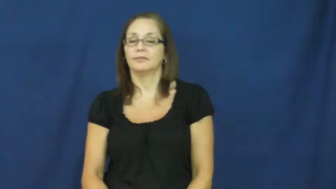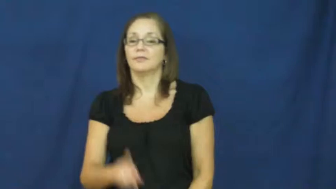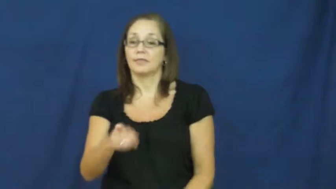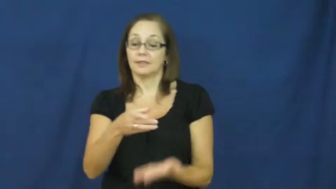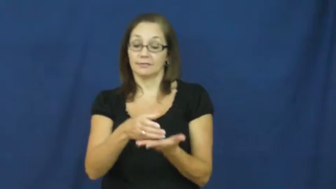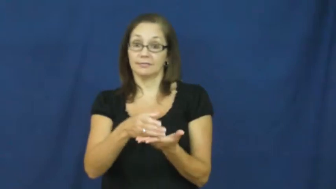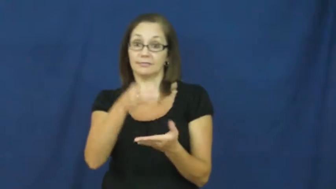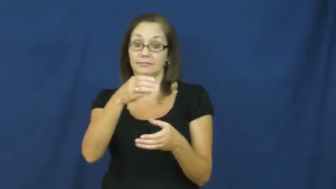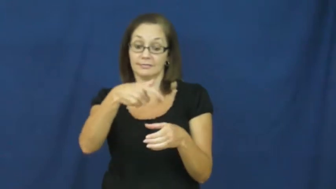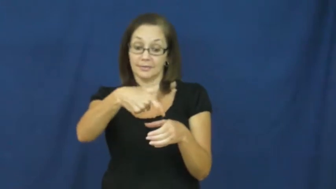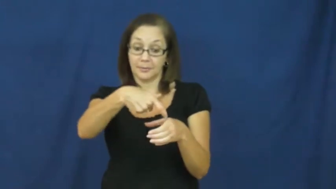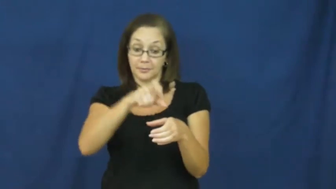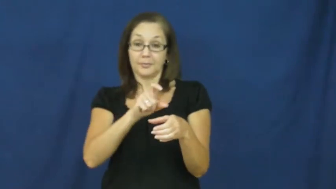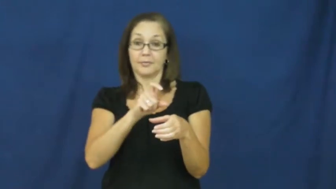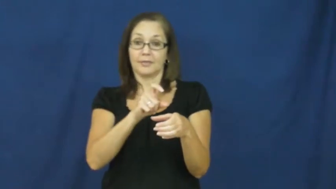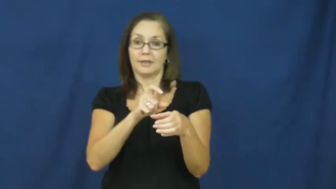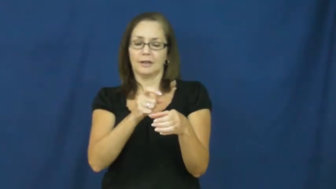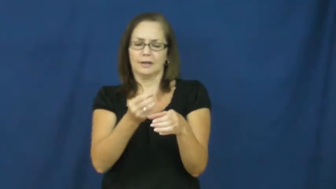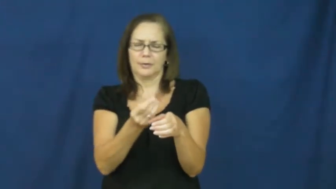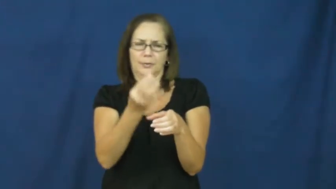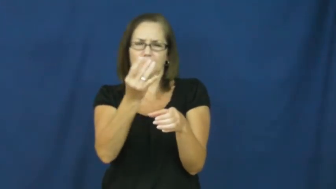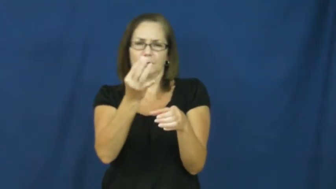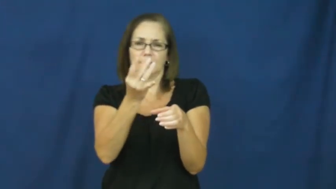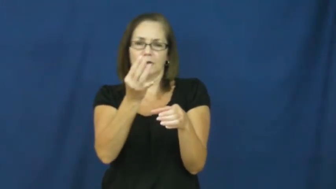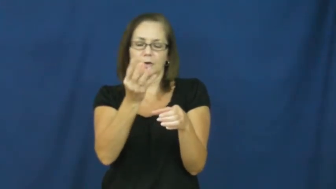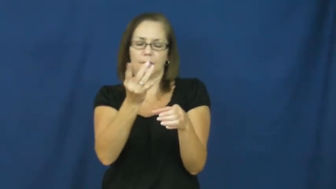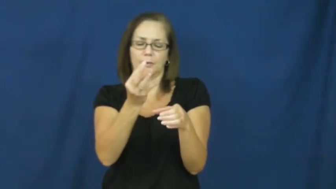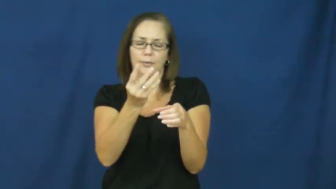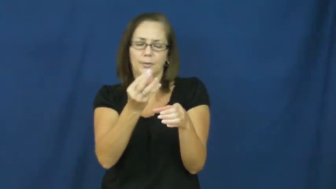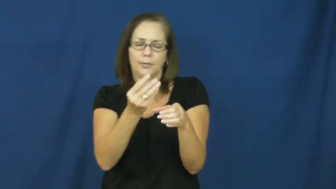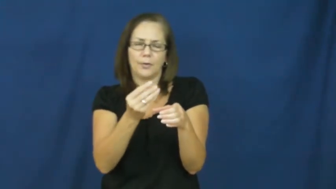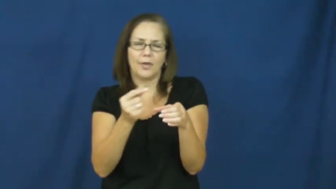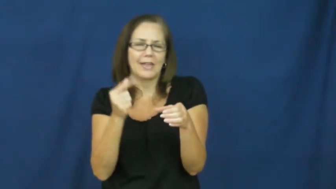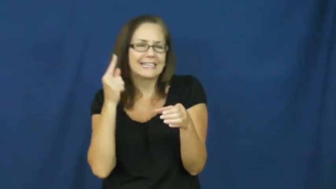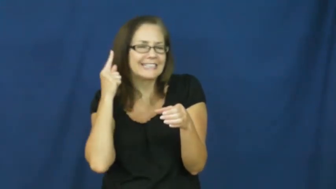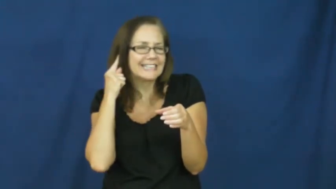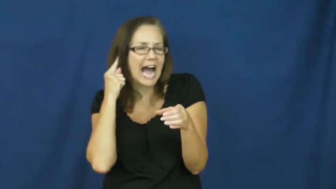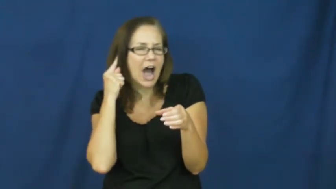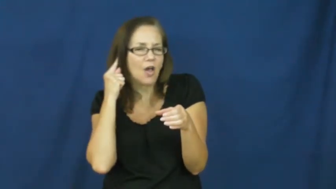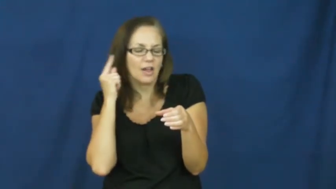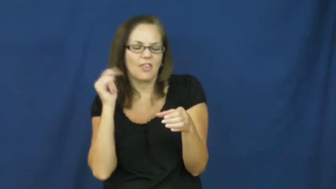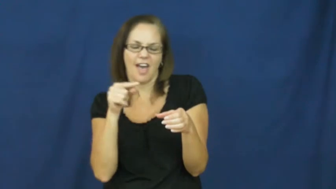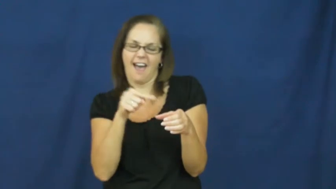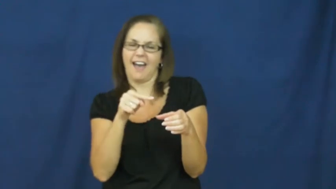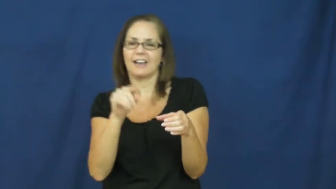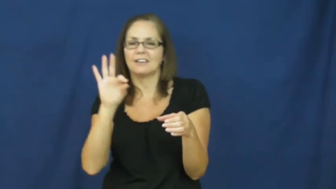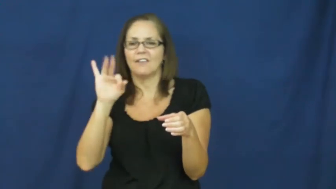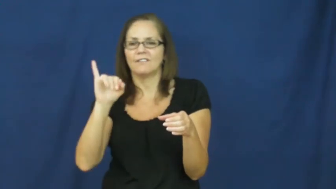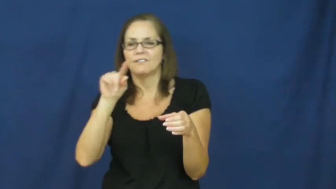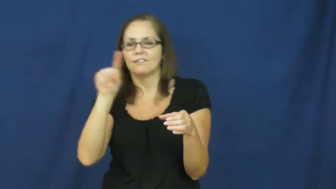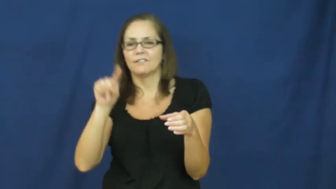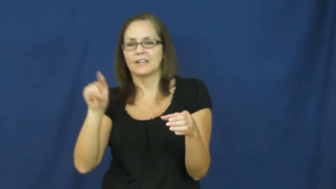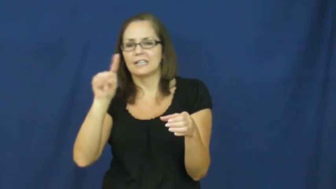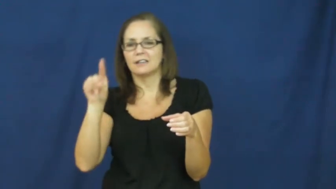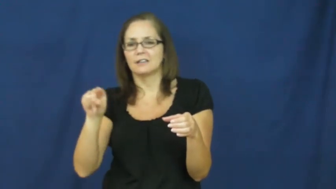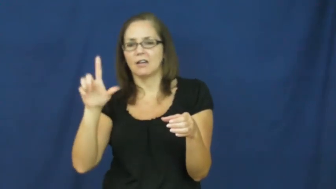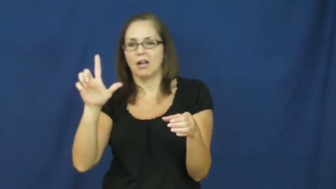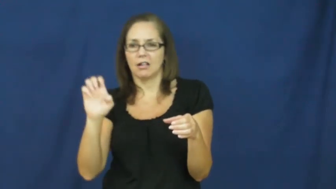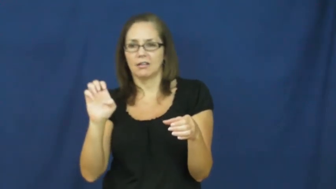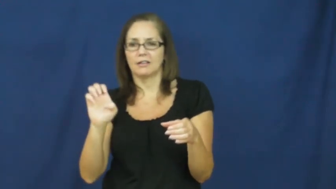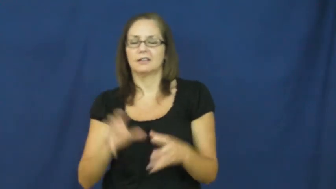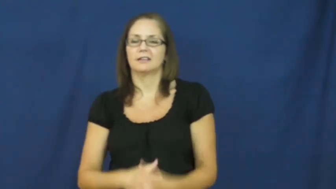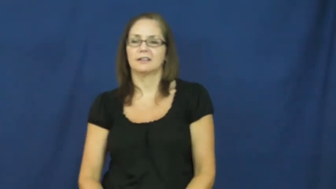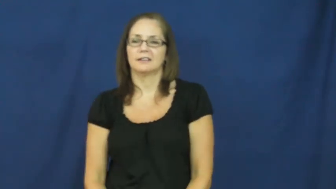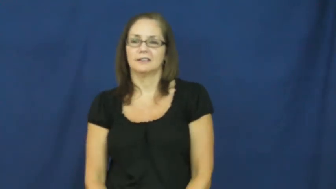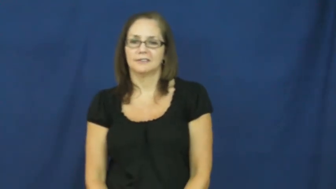fizzle-hiss sound